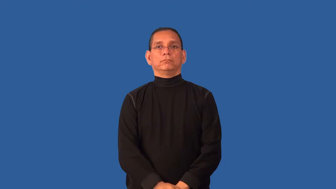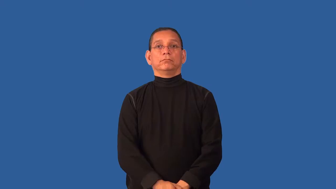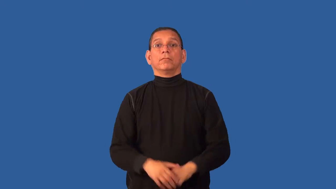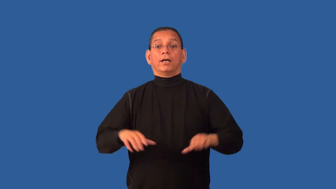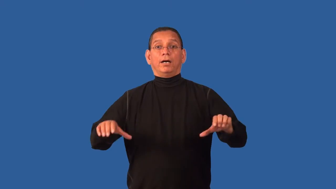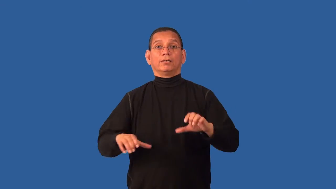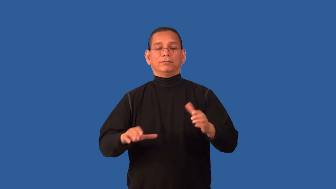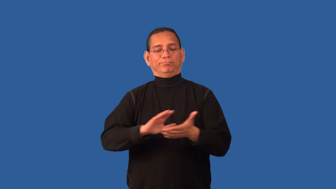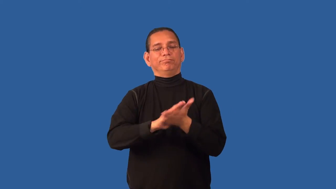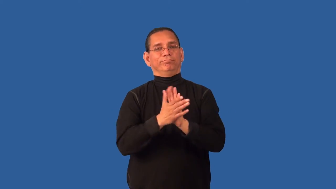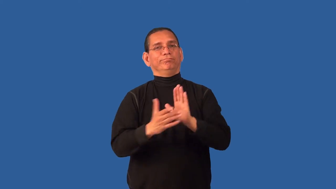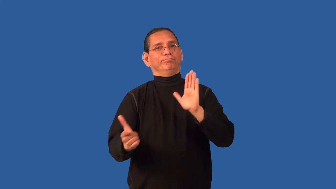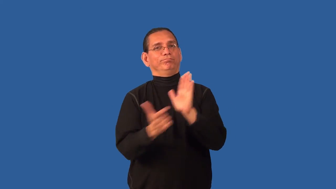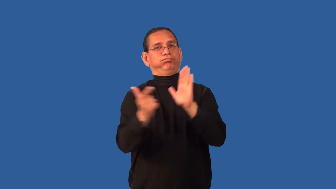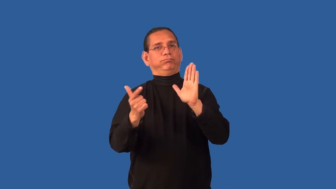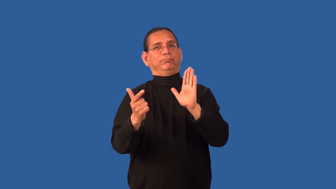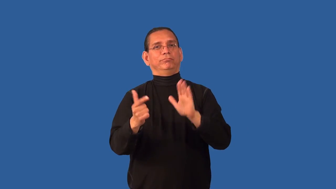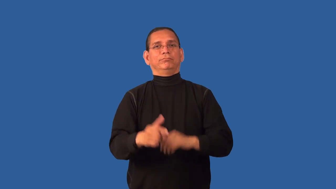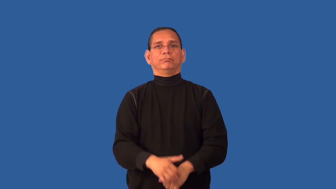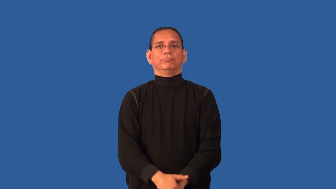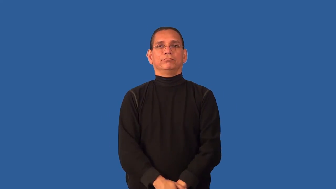criminalize